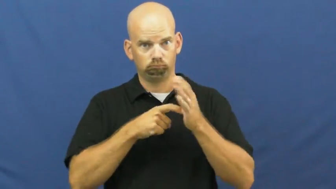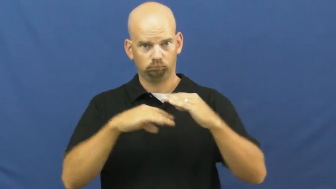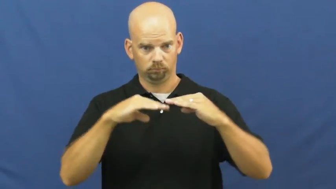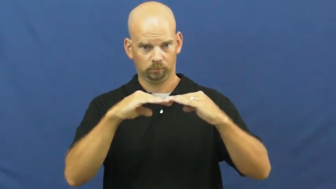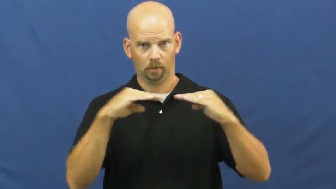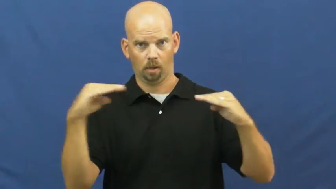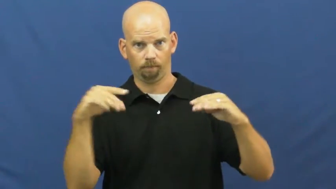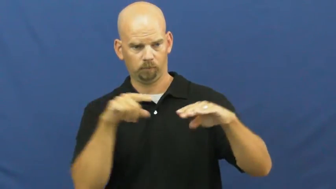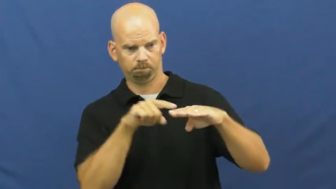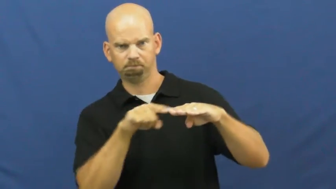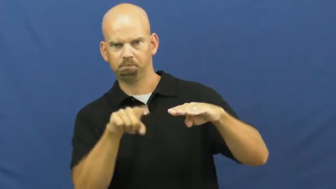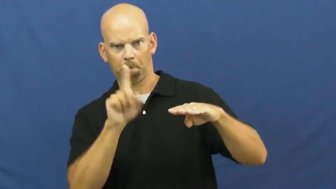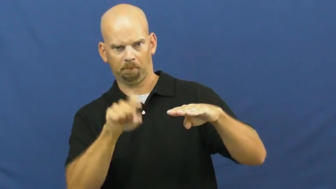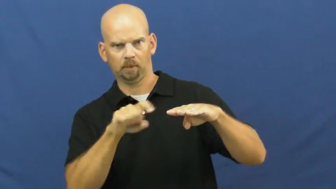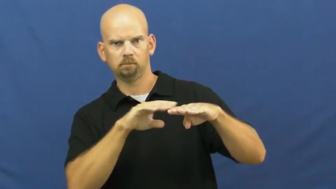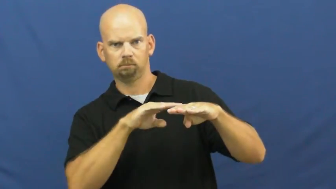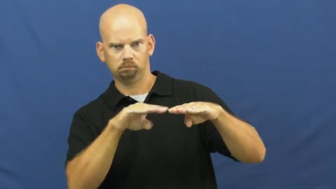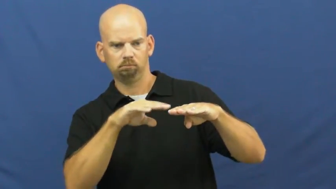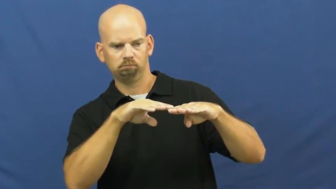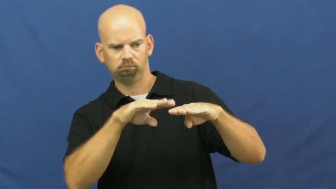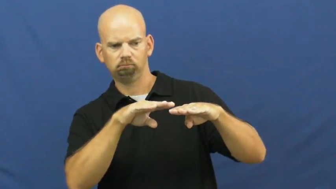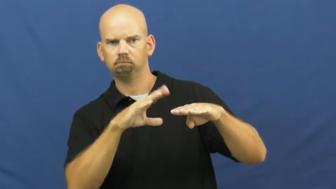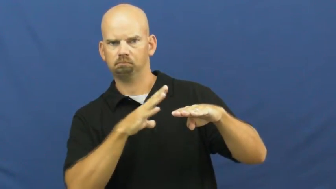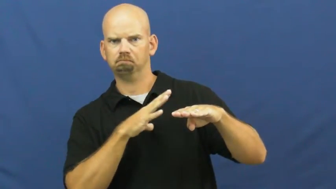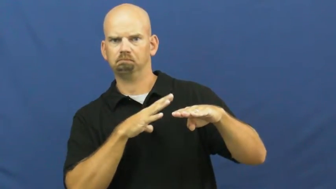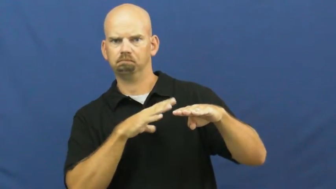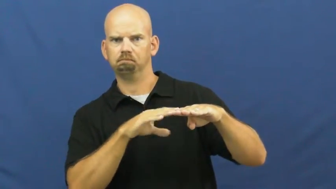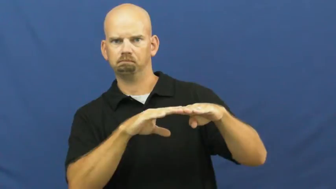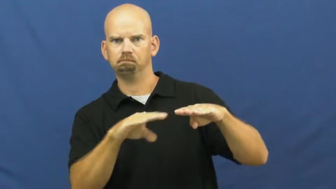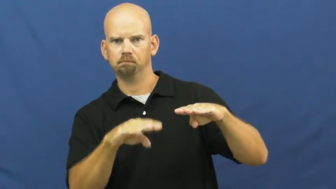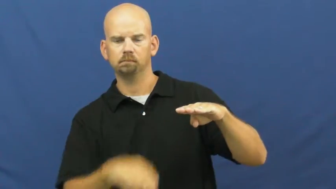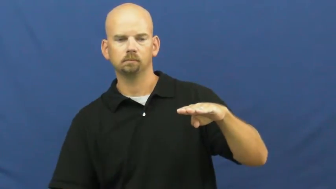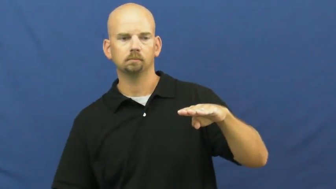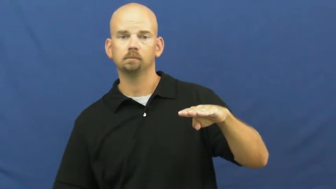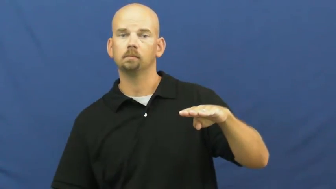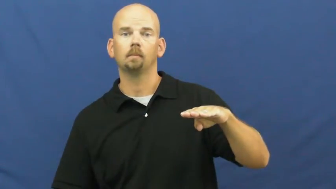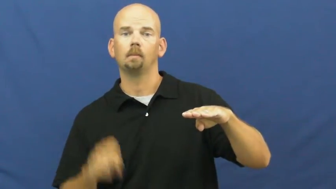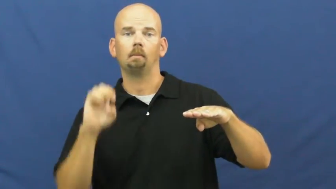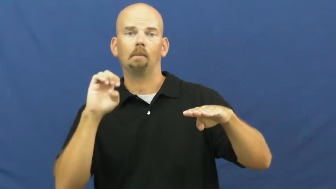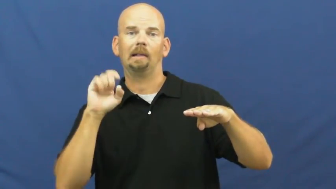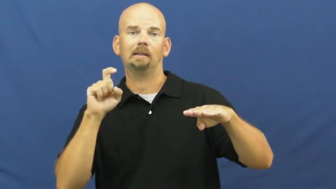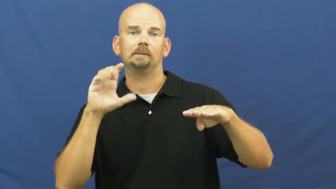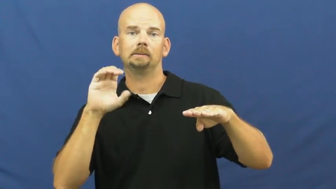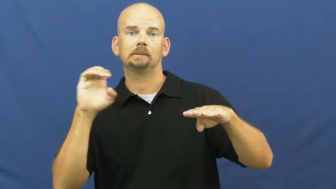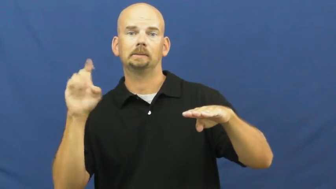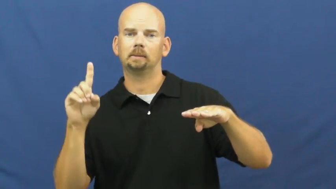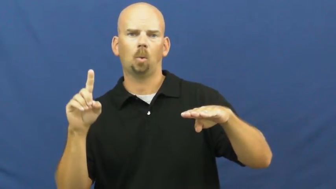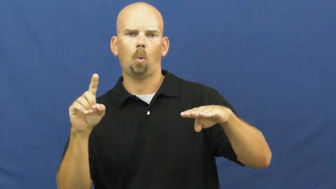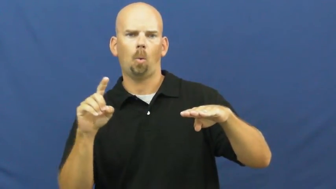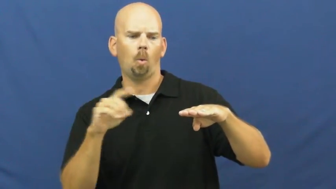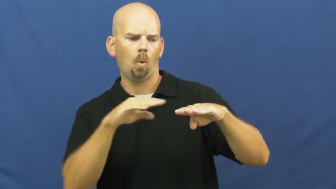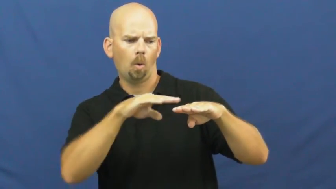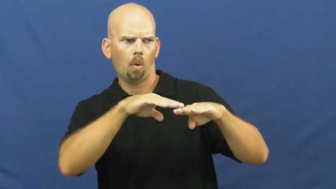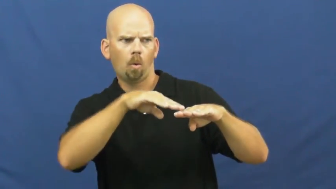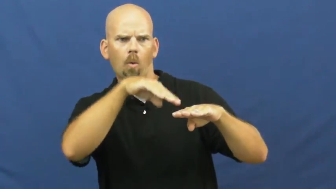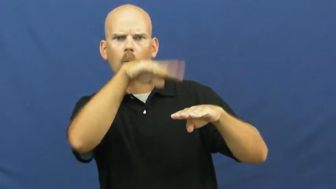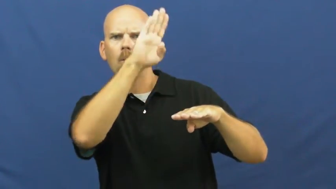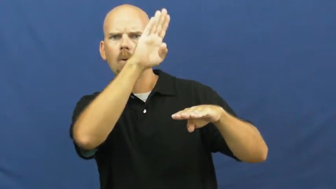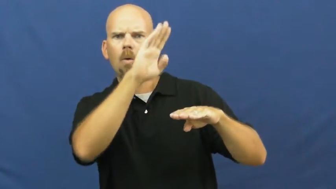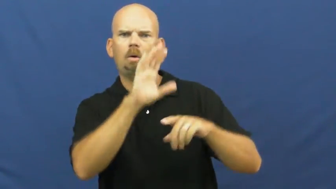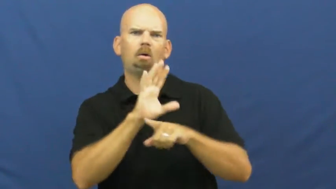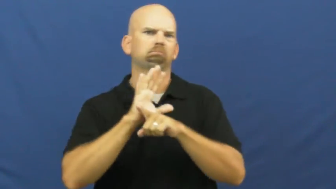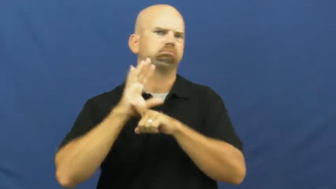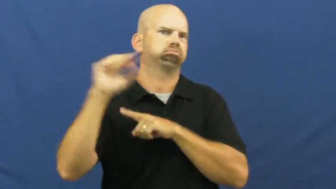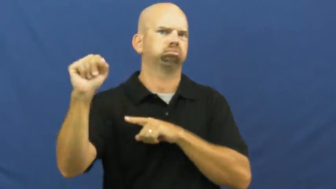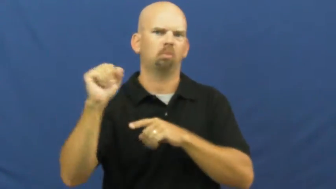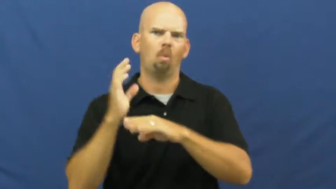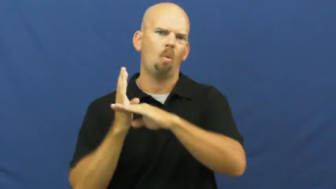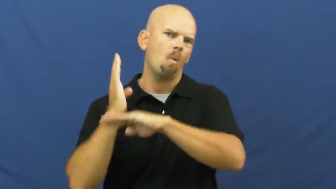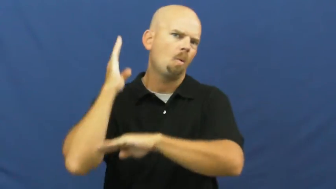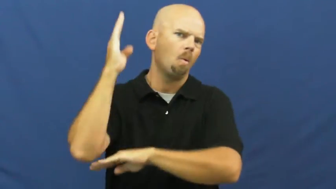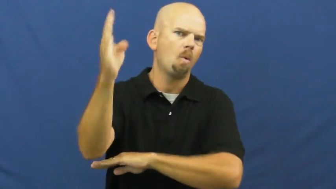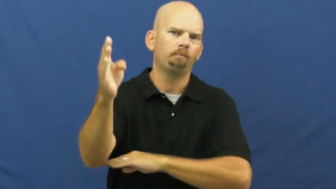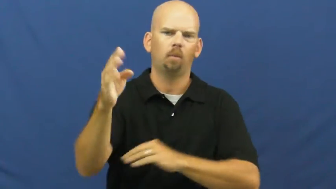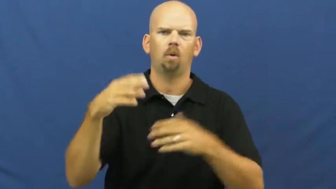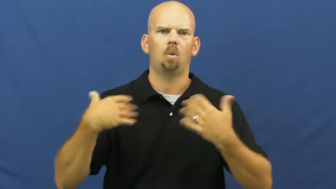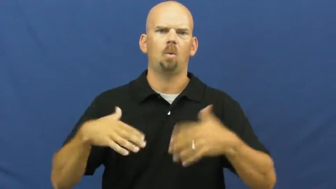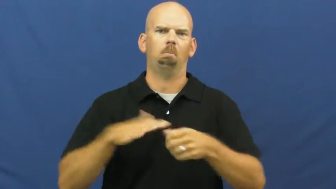way,fair,glut,immoderate,madly,ovearage,overload,overmuch,oversupply-too much